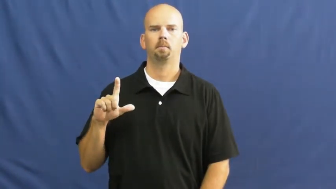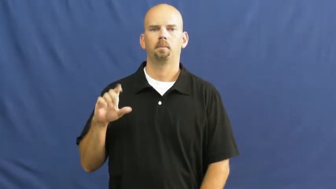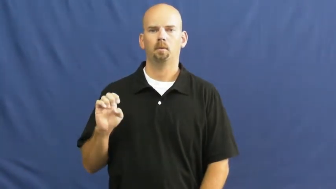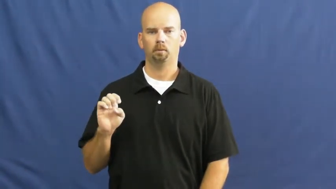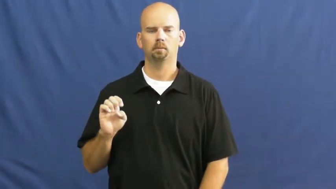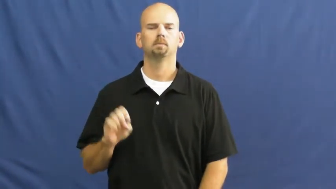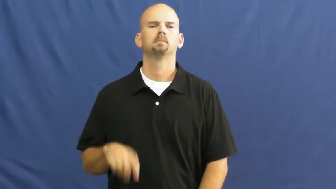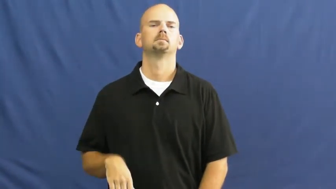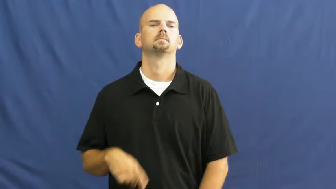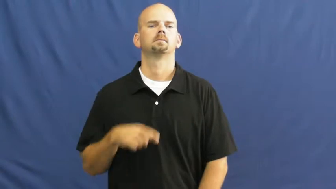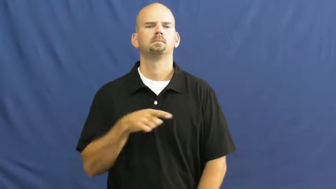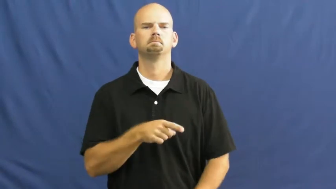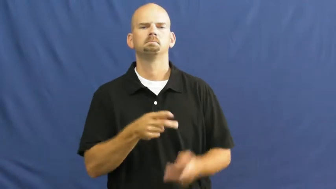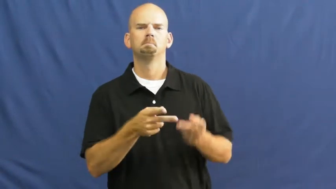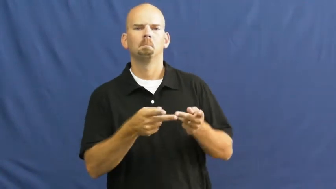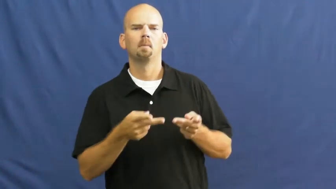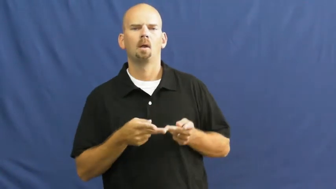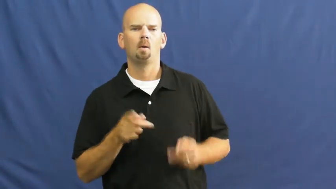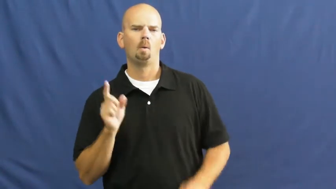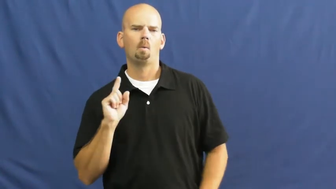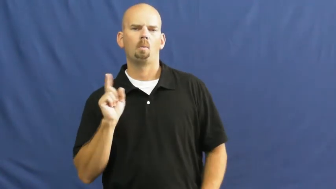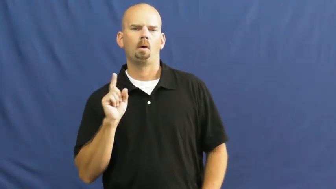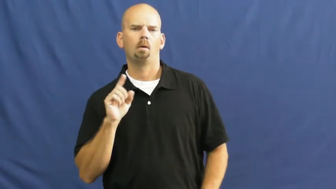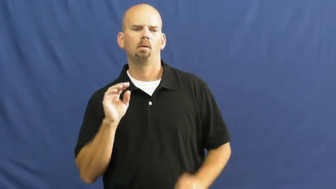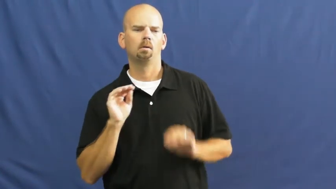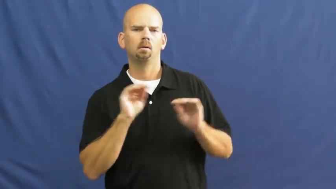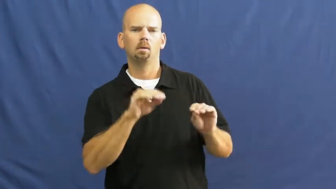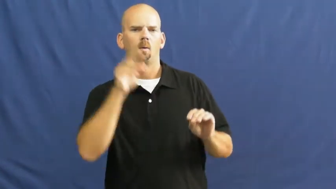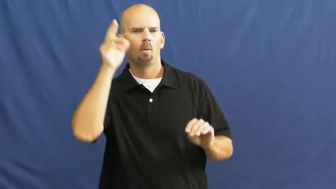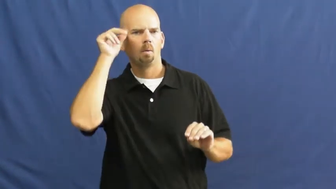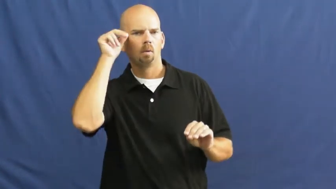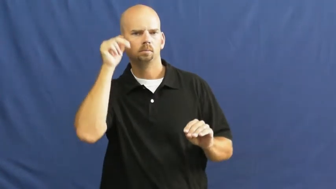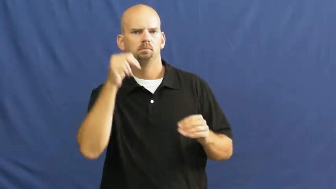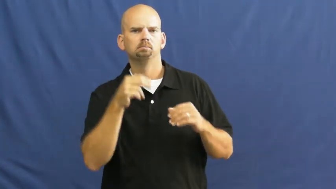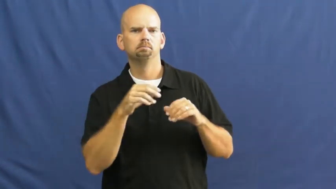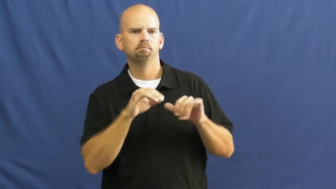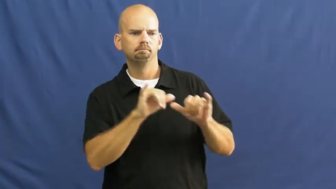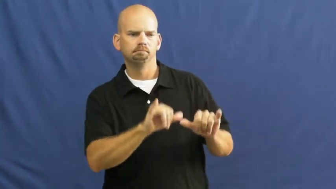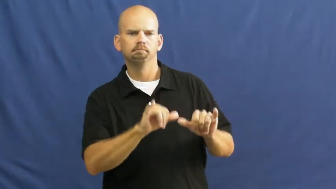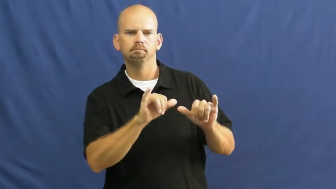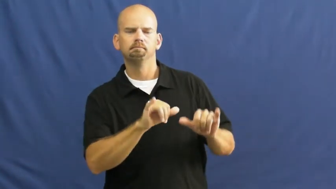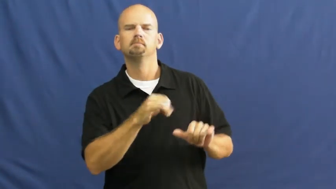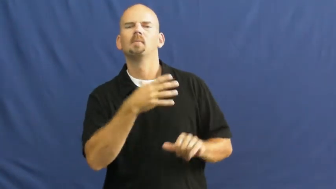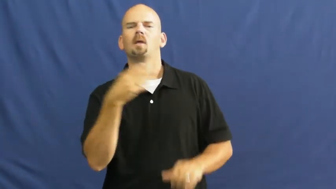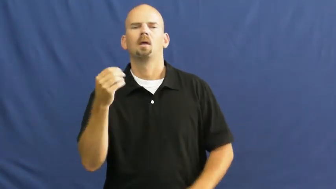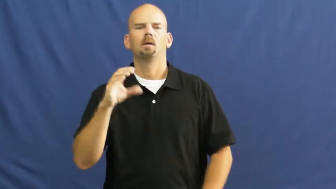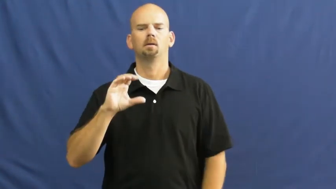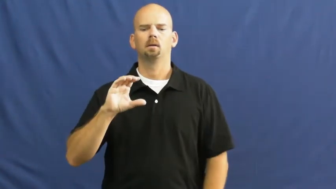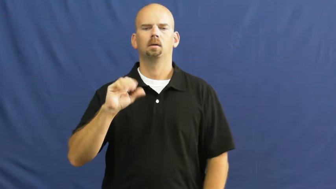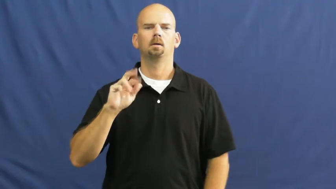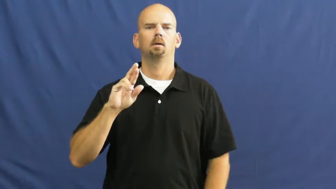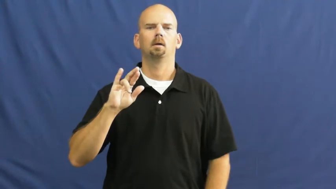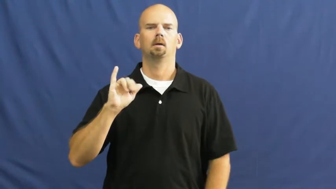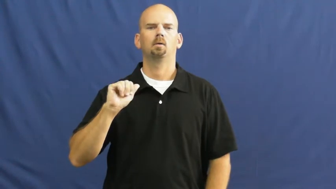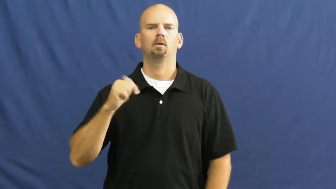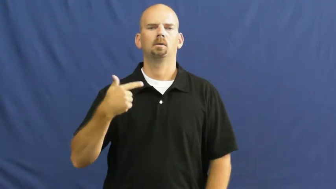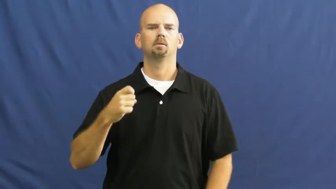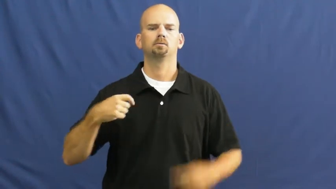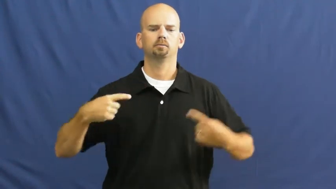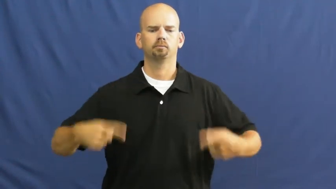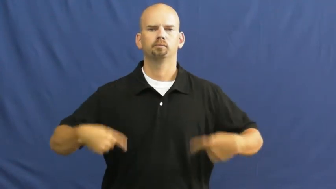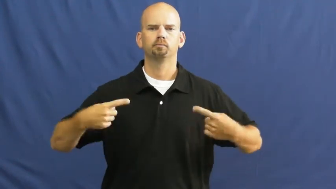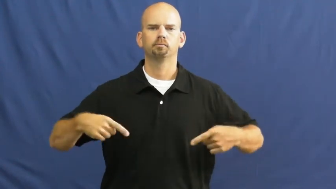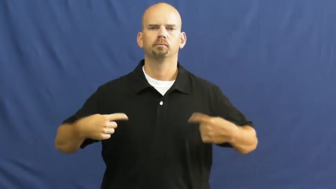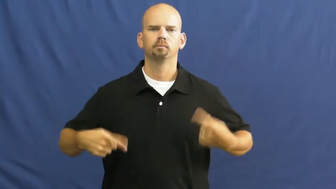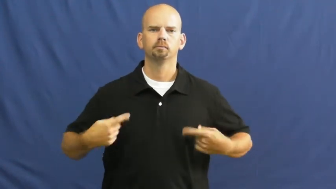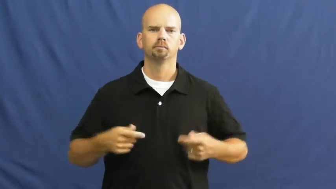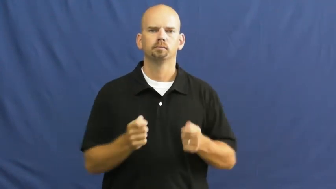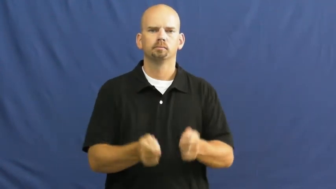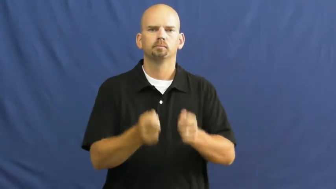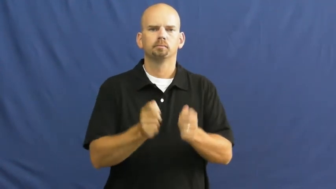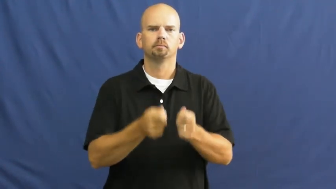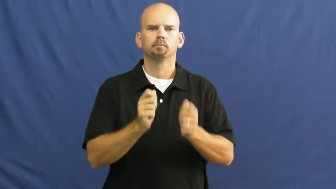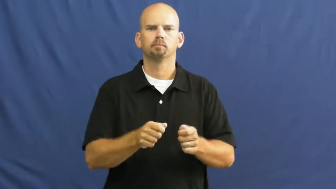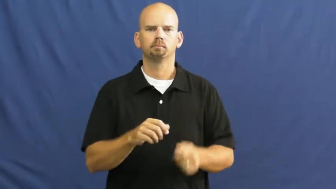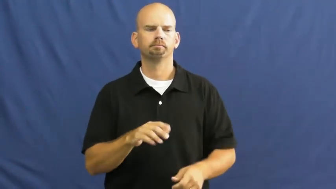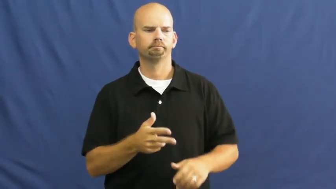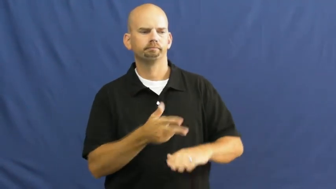livery-stable